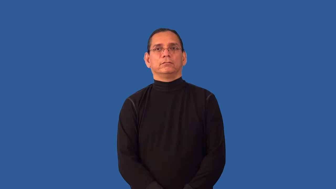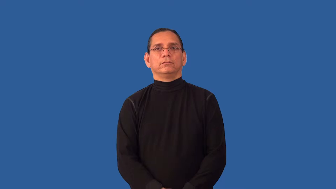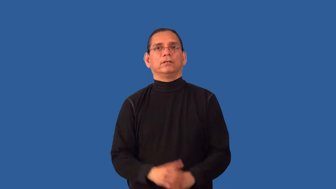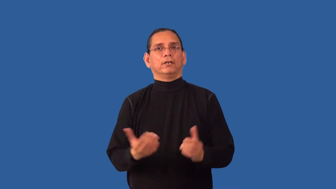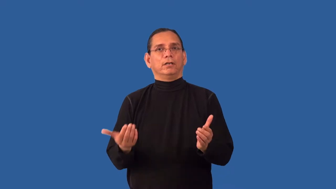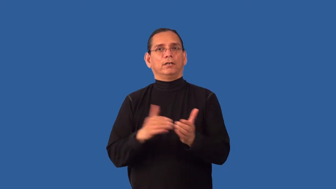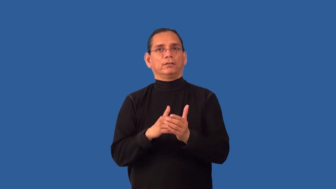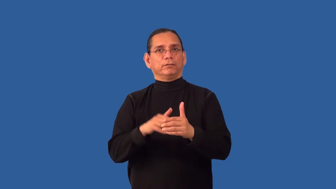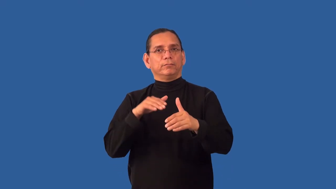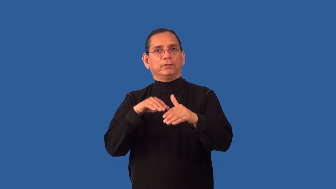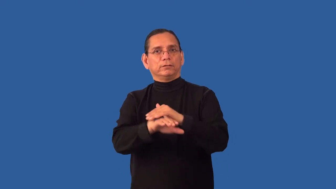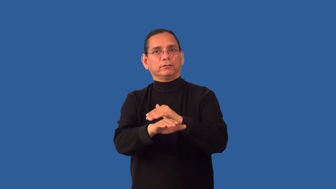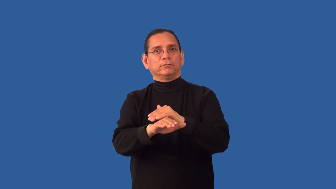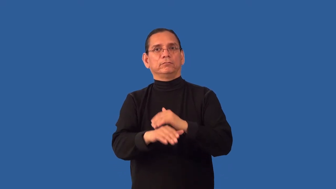readmit,reenter